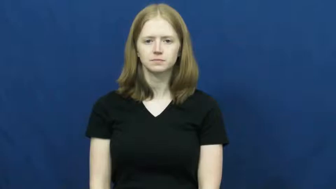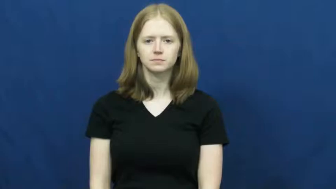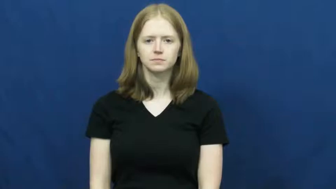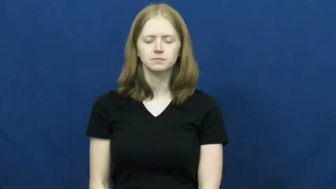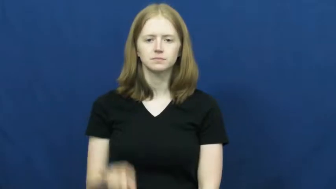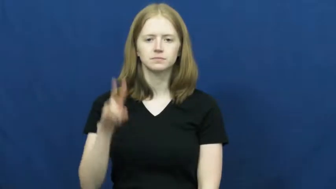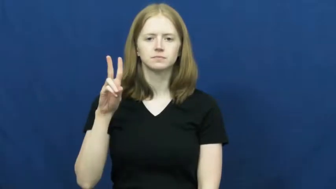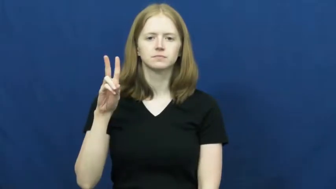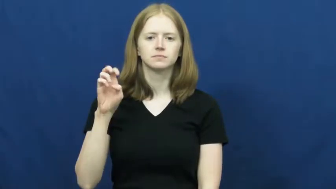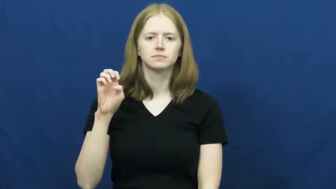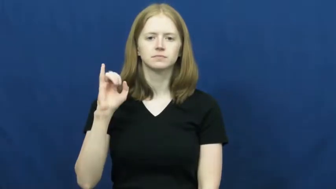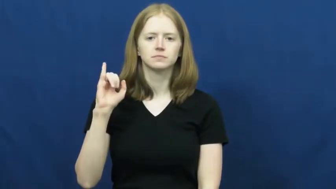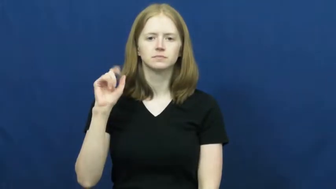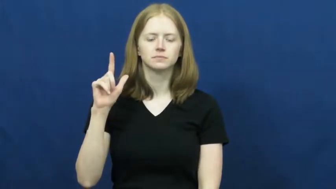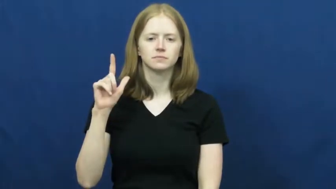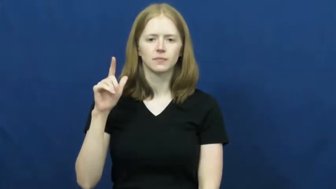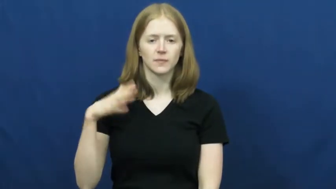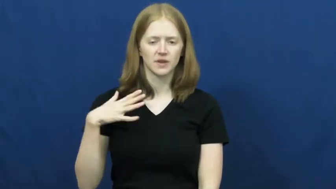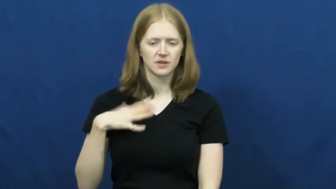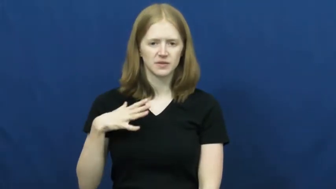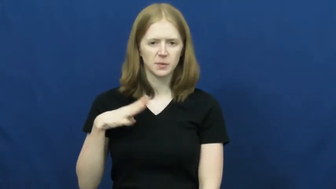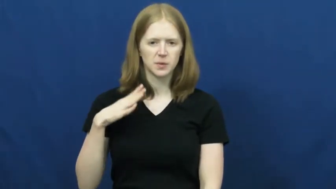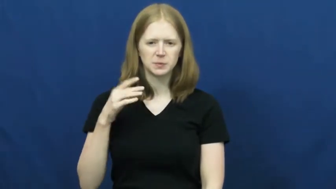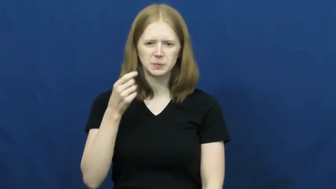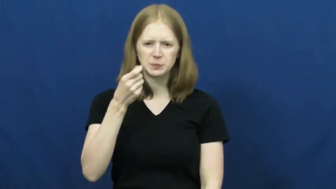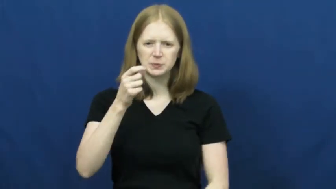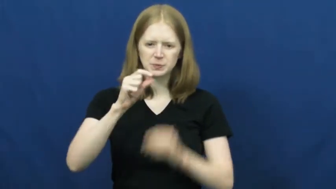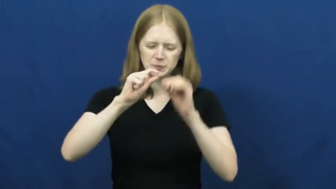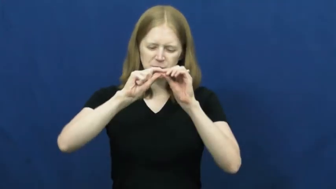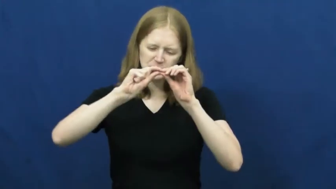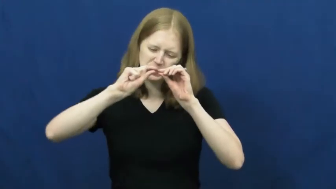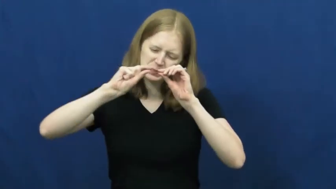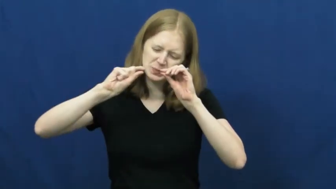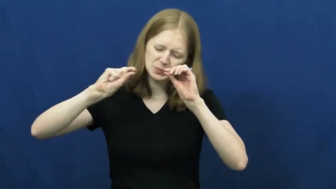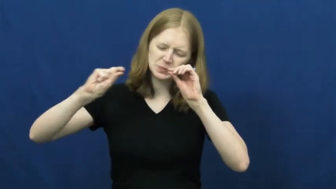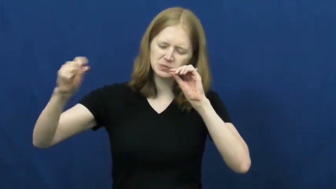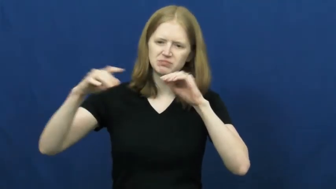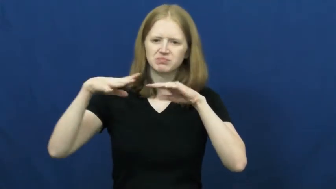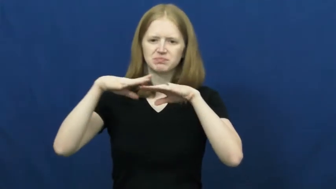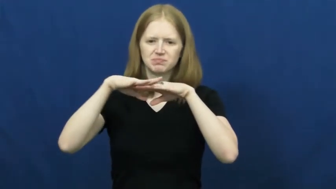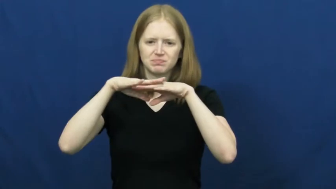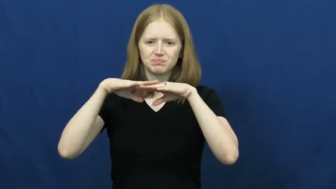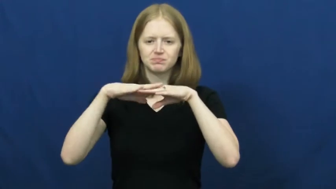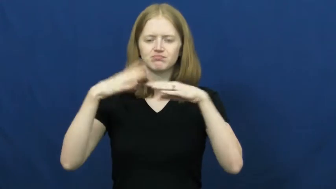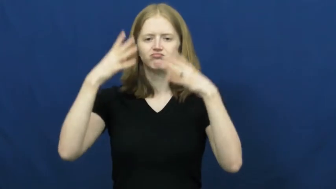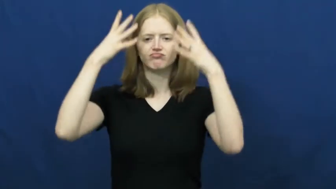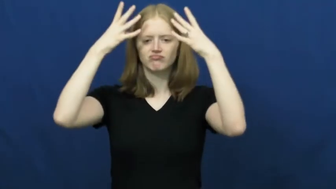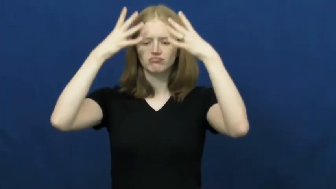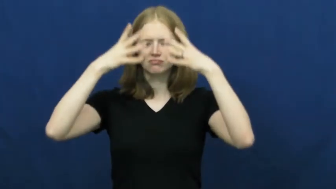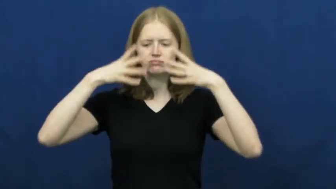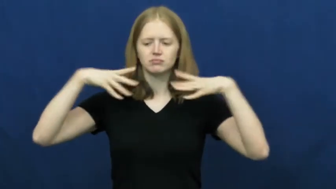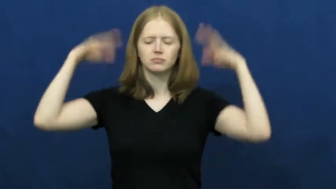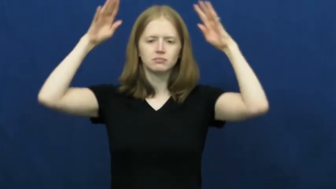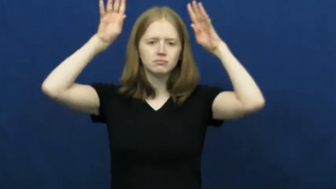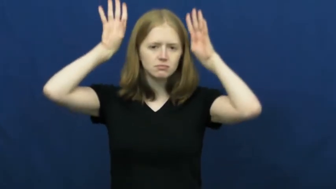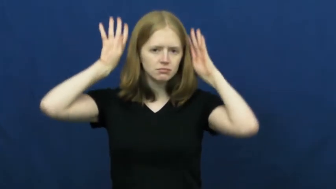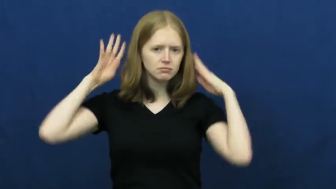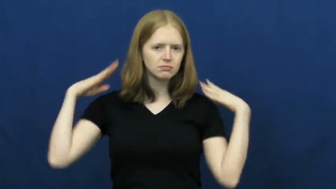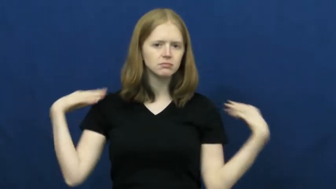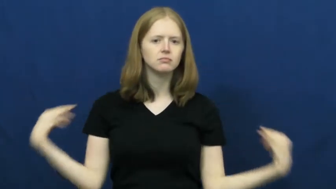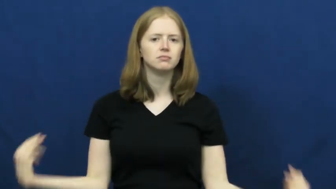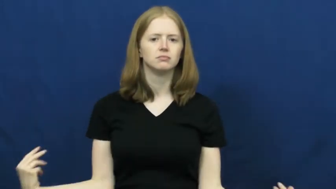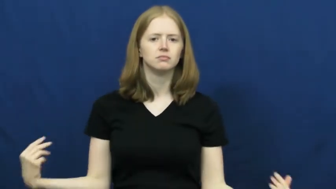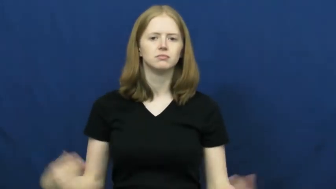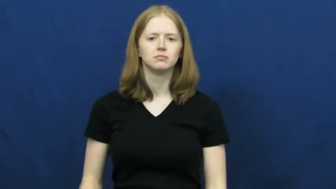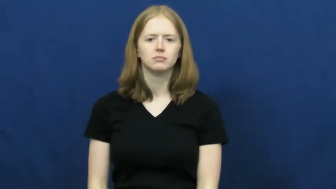veil